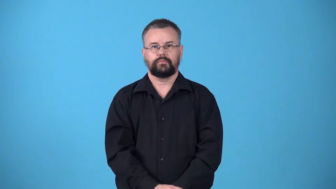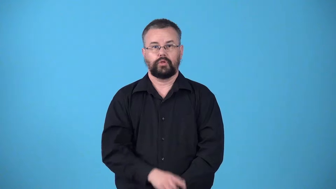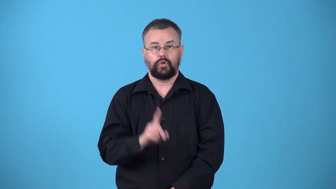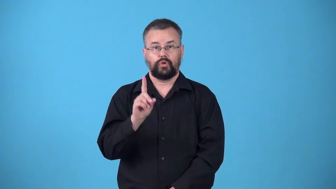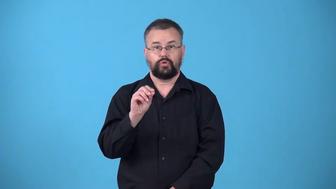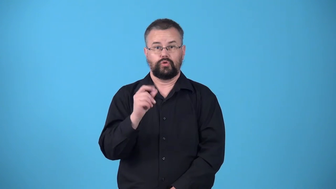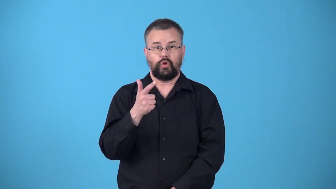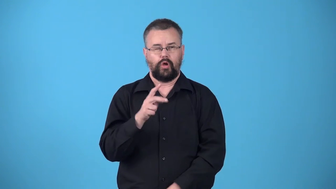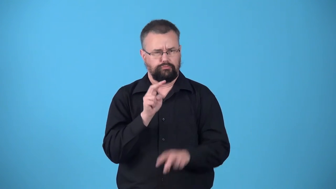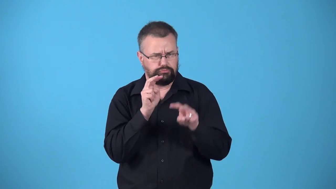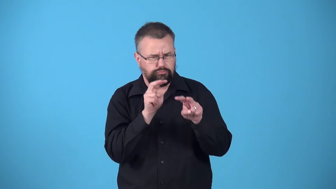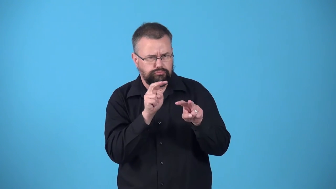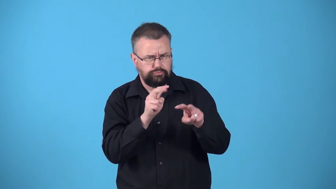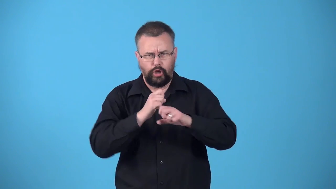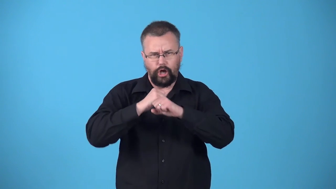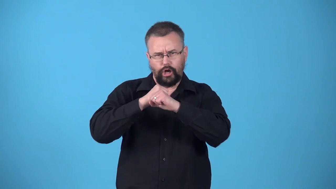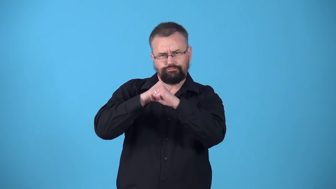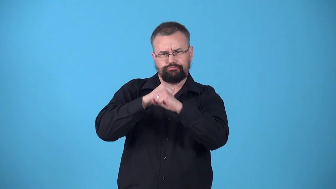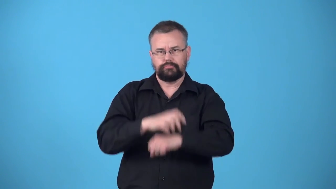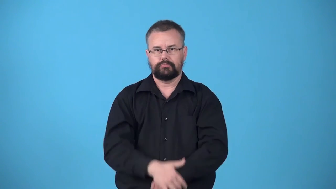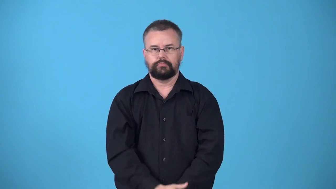watchdog,guarddog